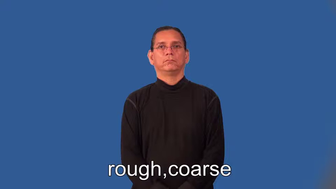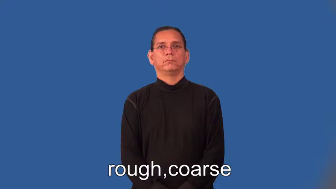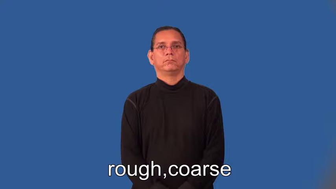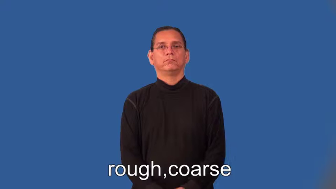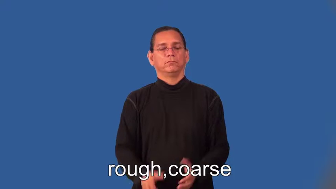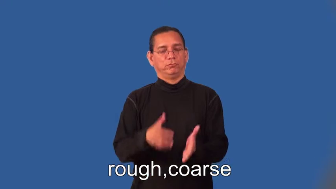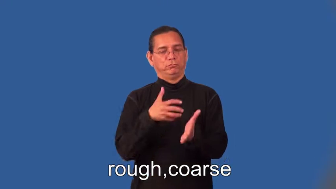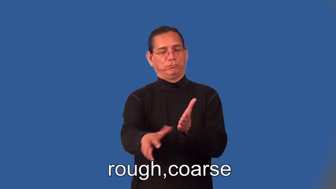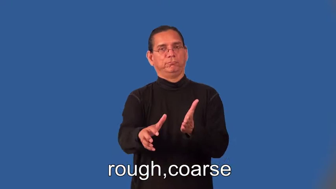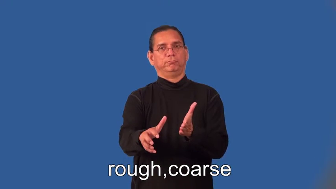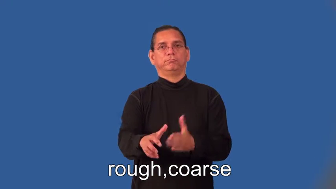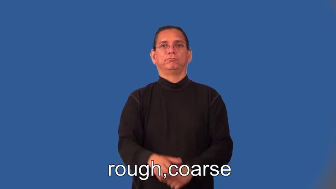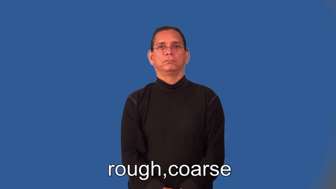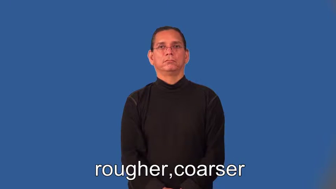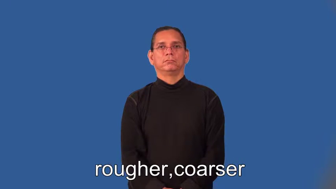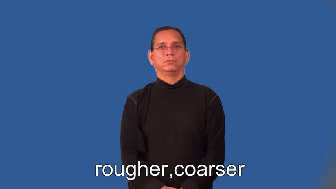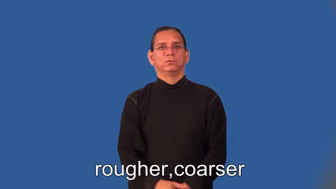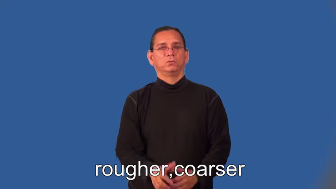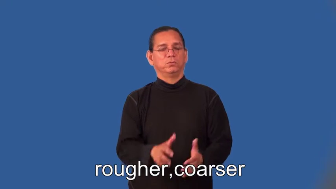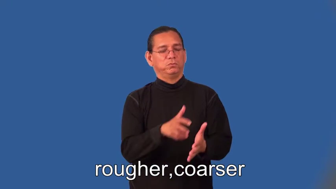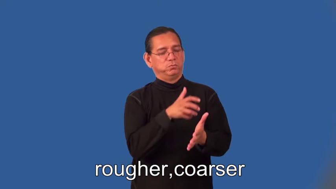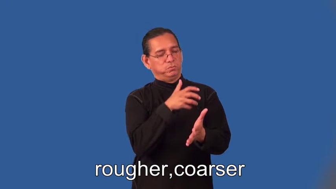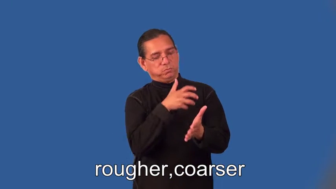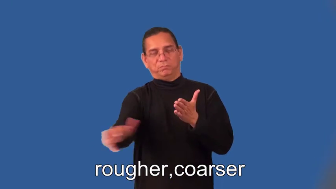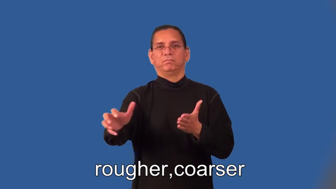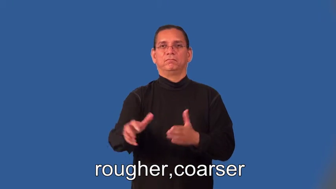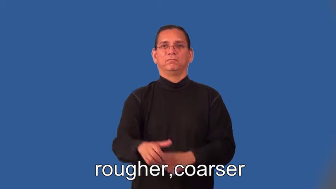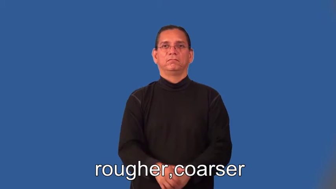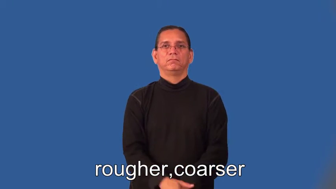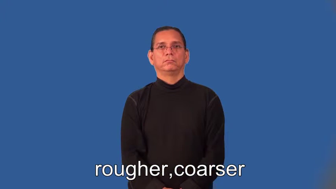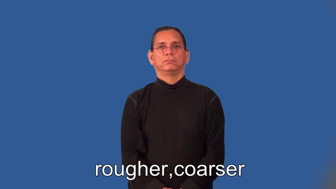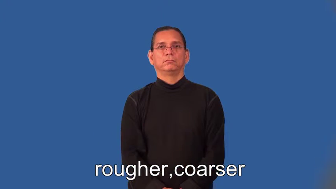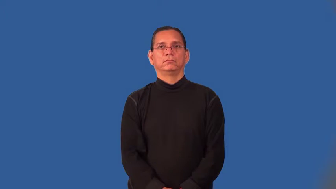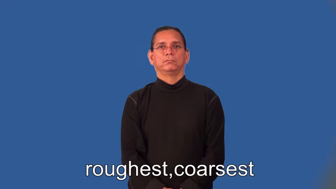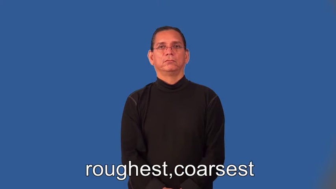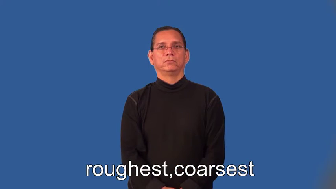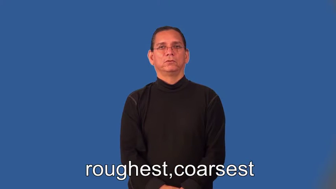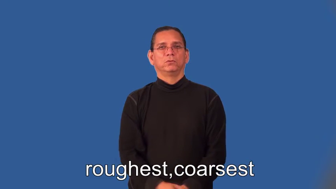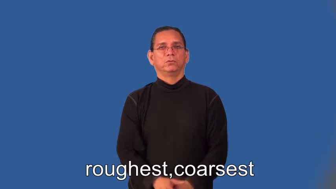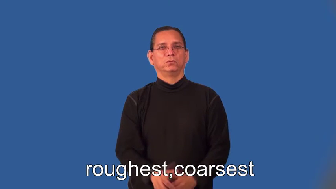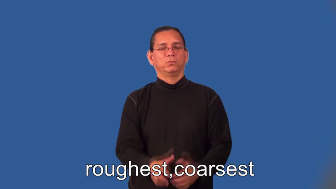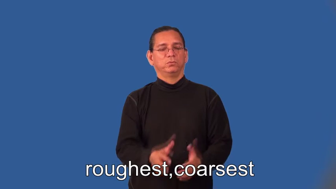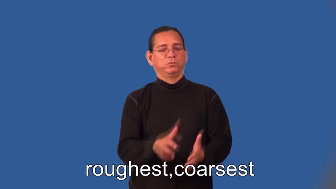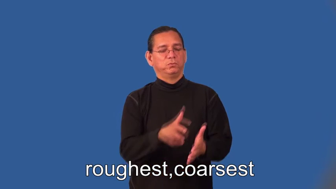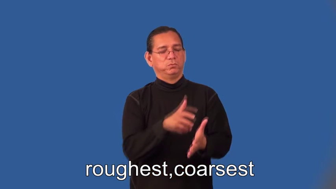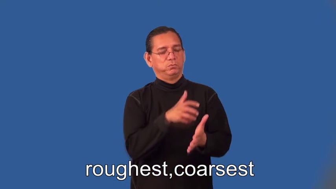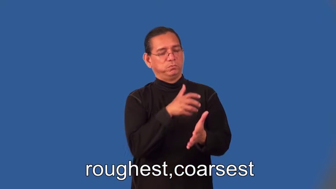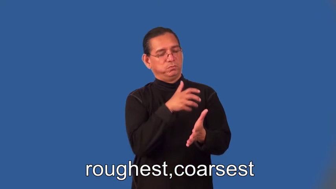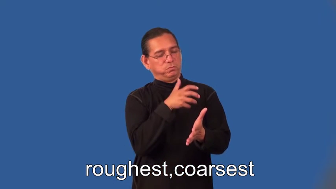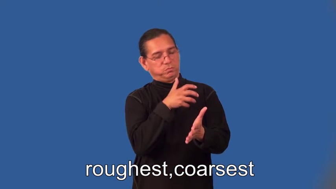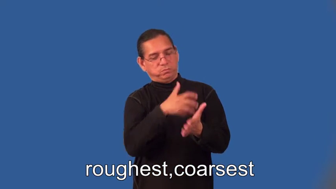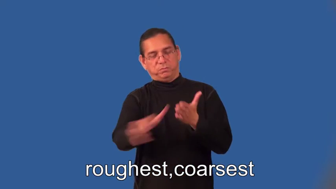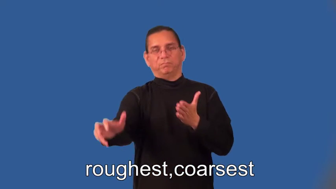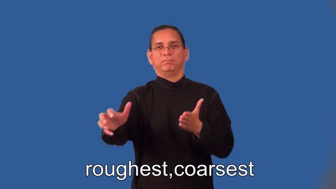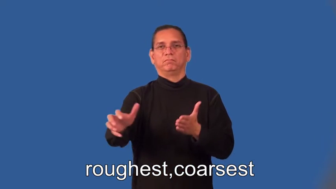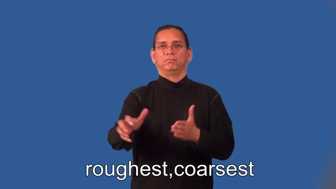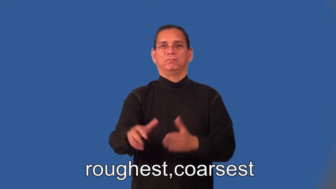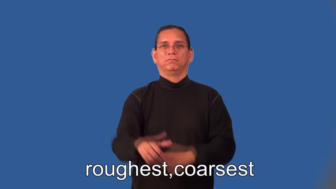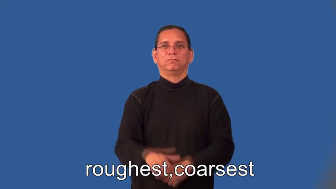rougher,coarser,coarsest,roughest